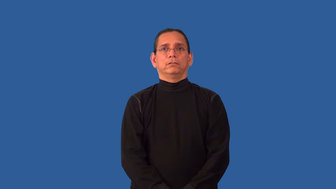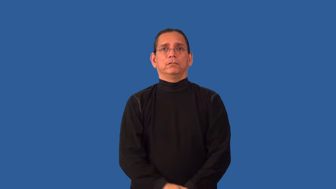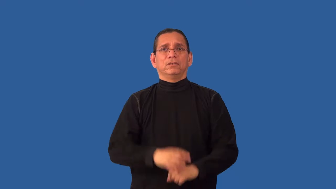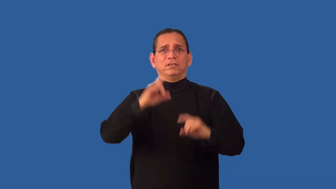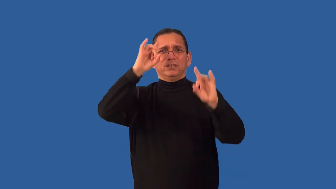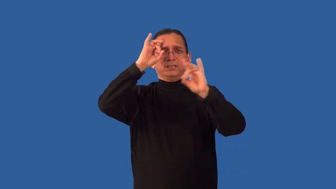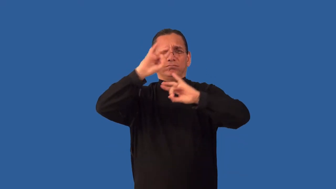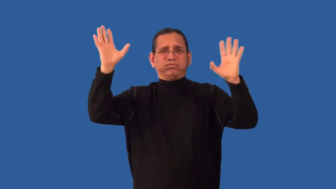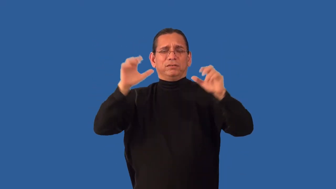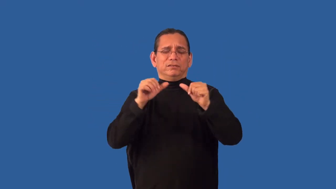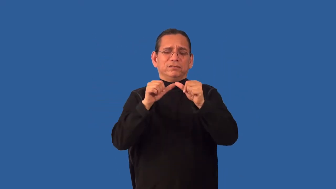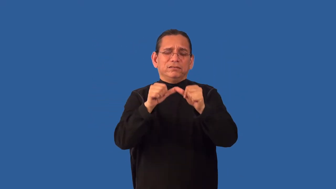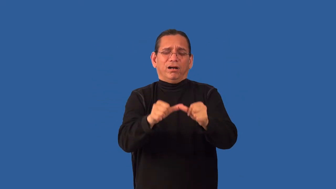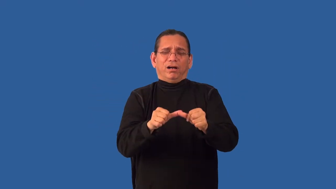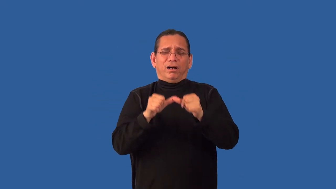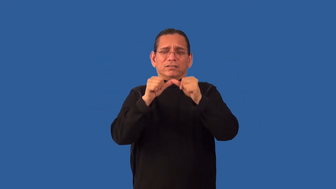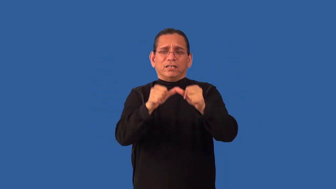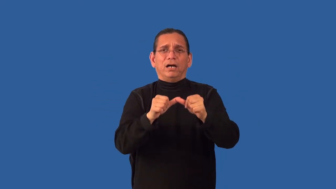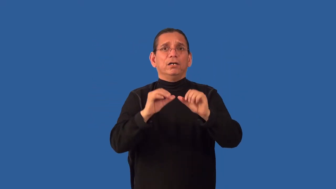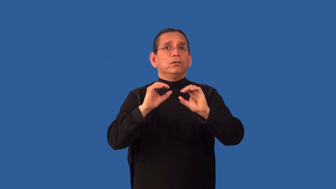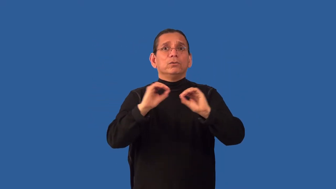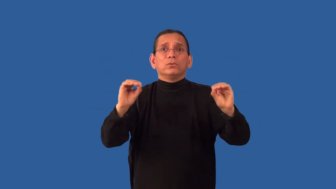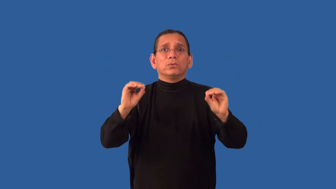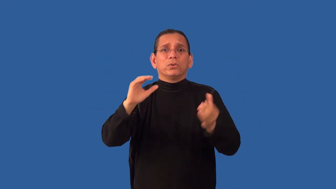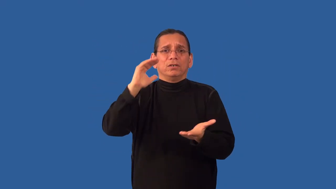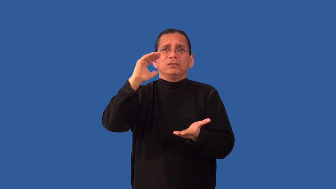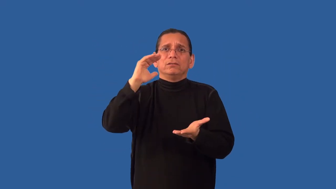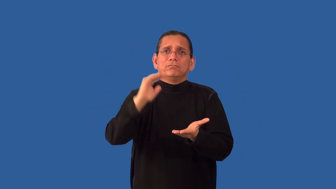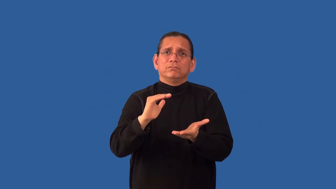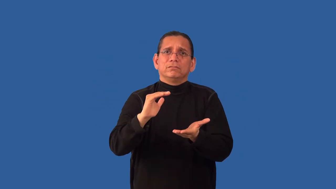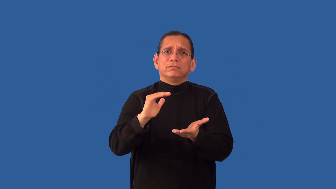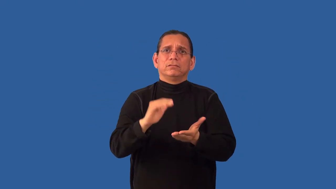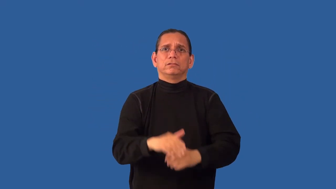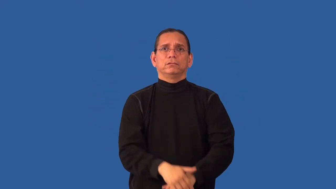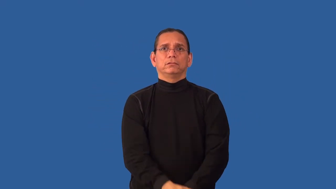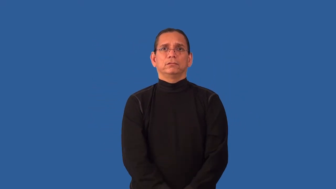unmitigated